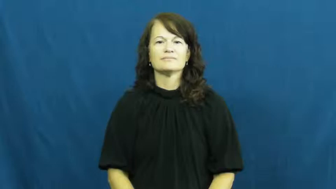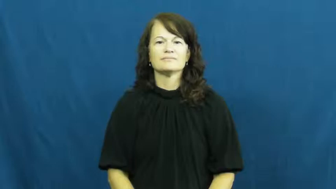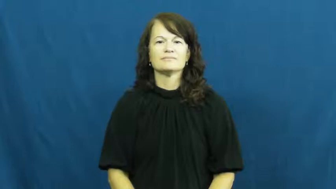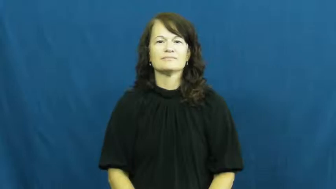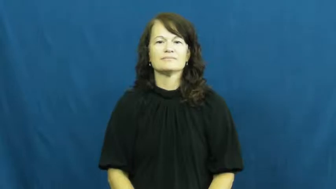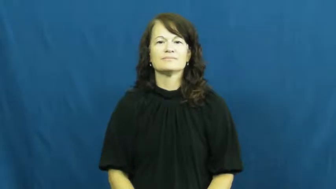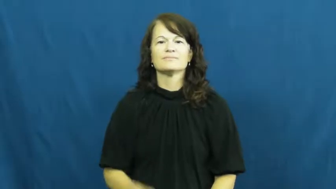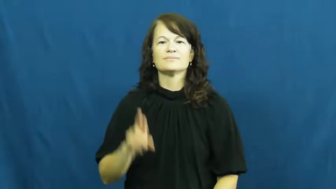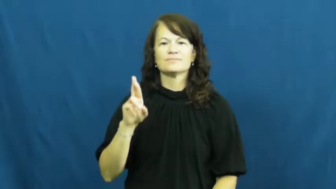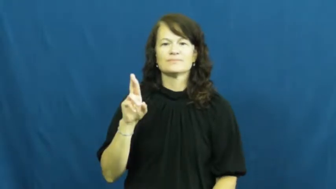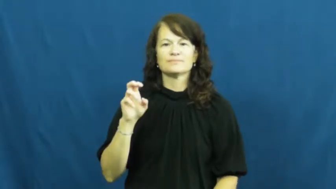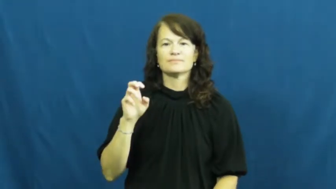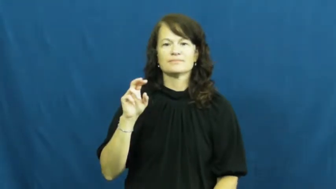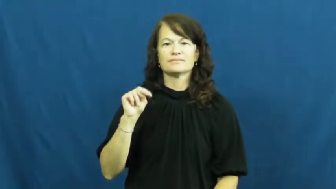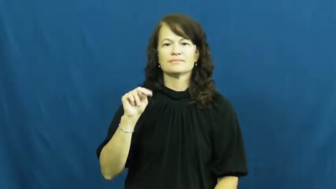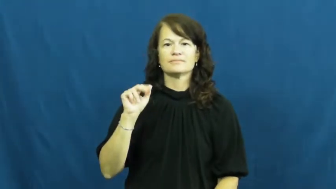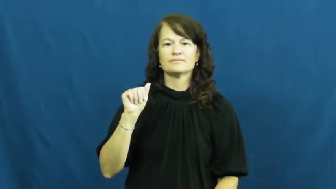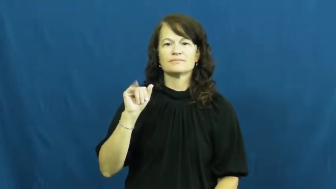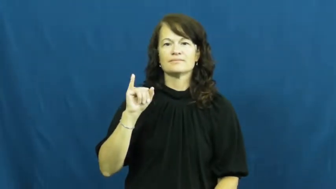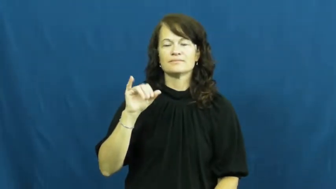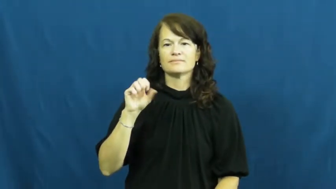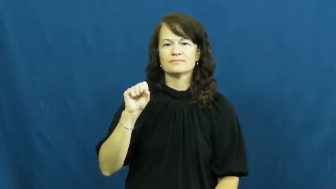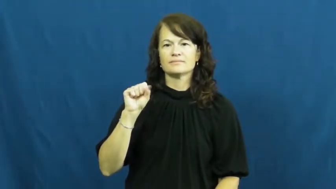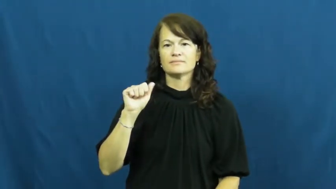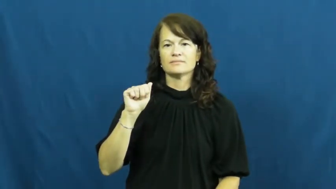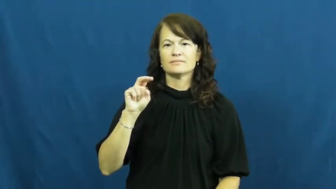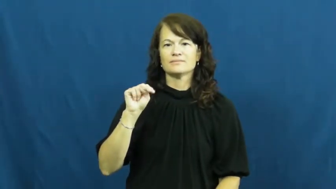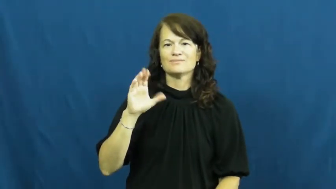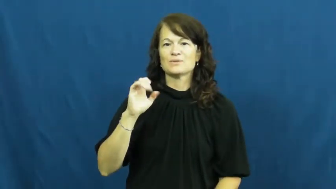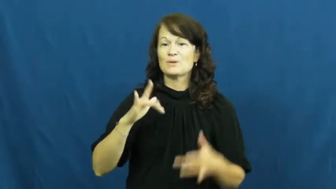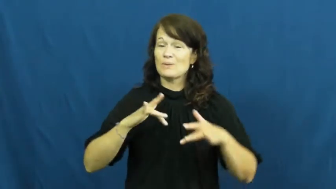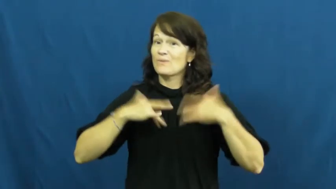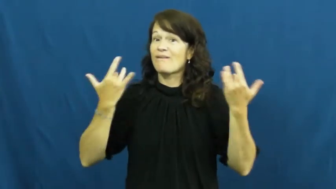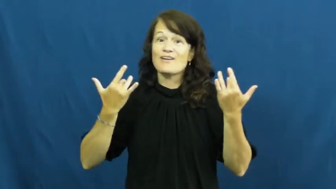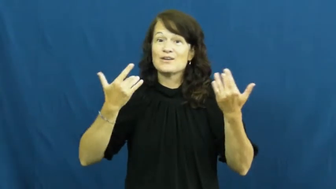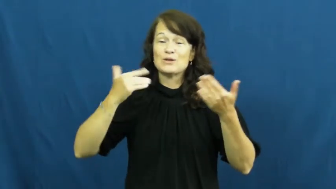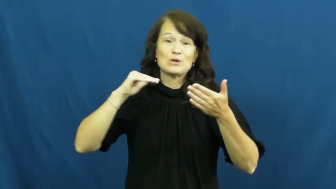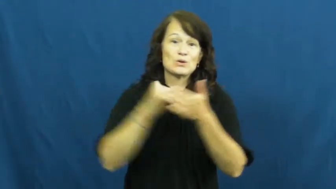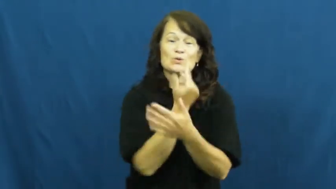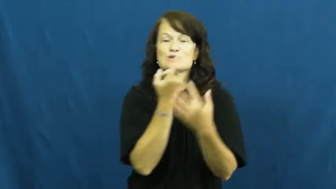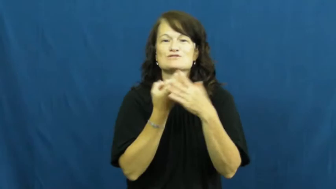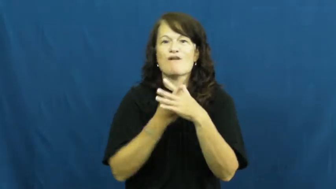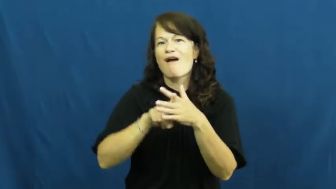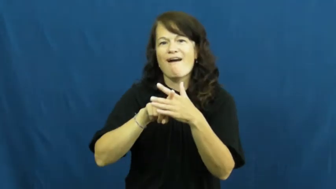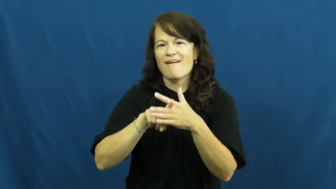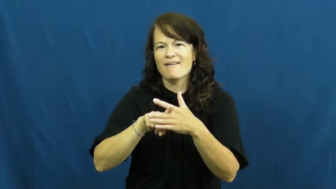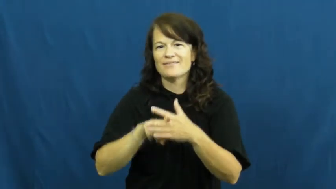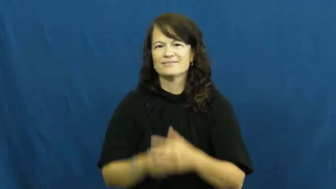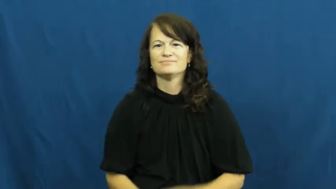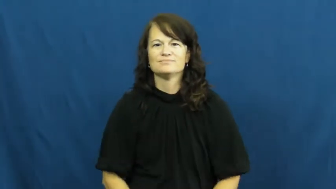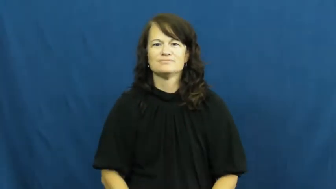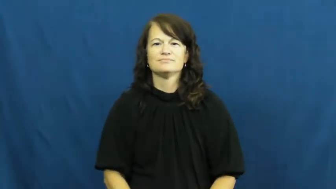renaissance-new start